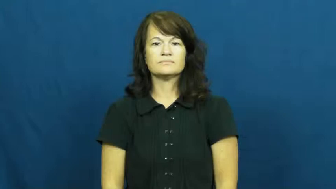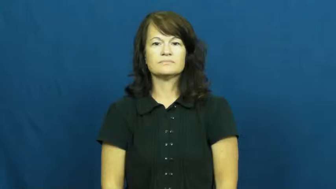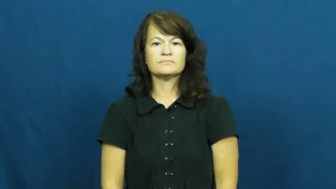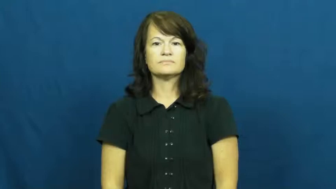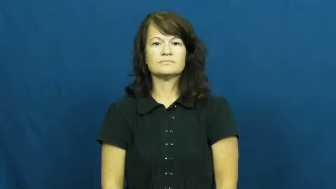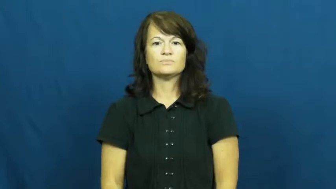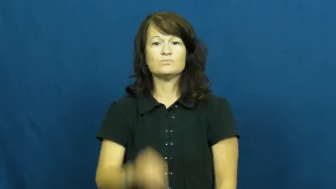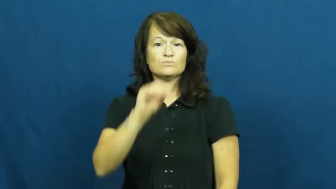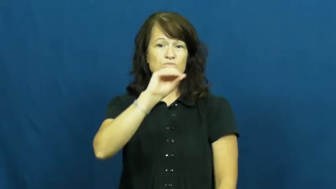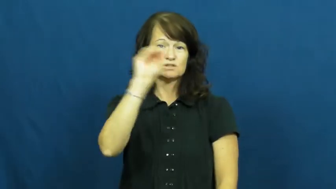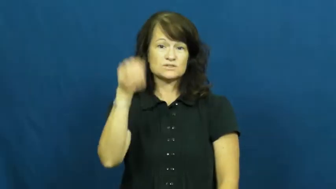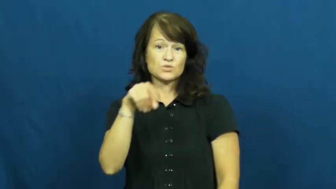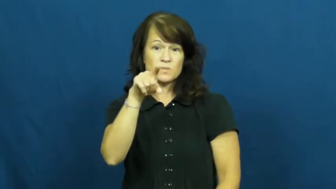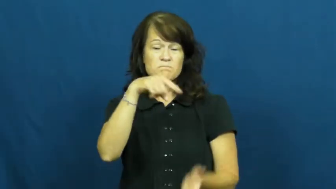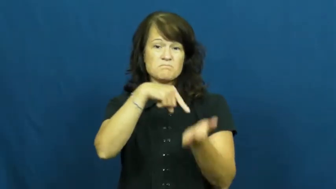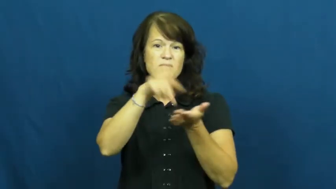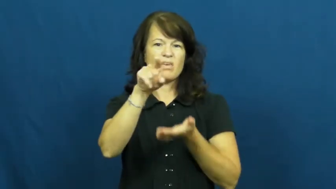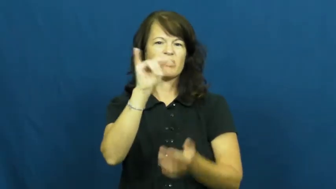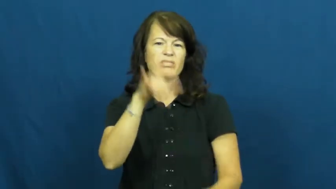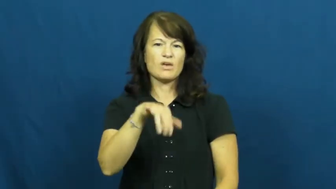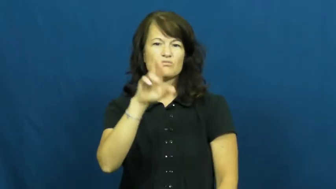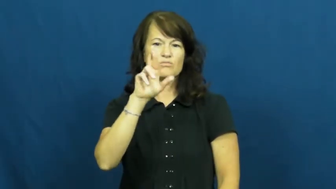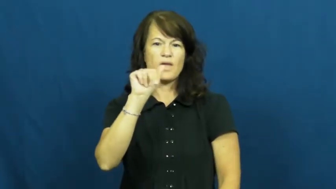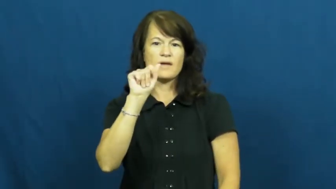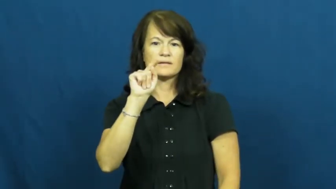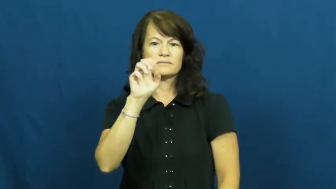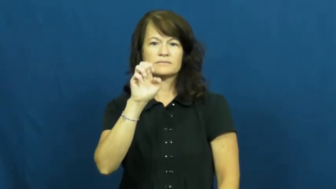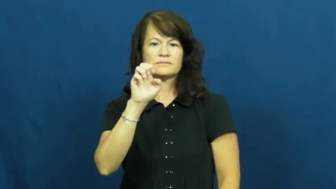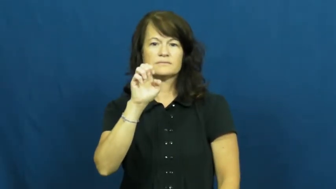rate-mortgage